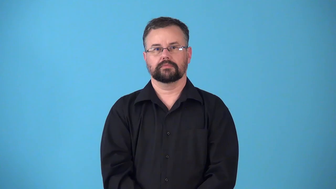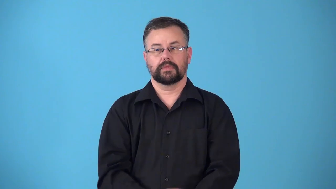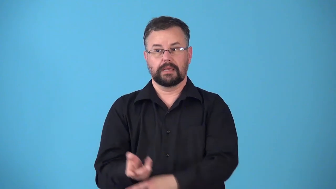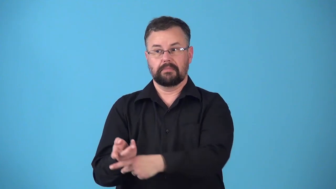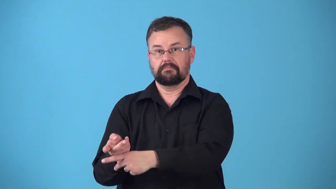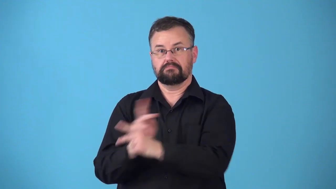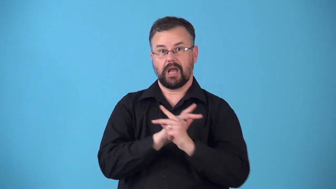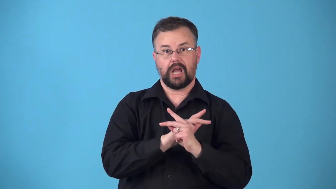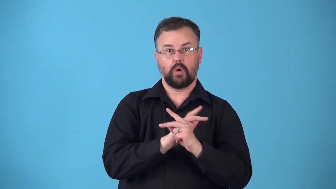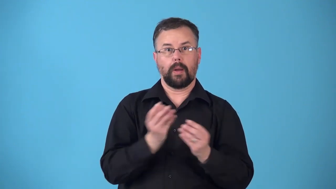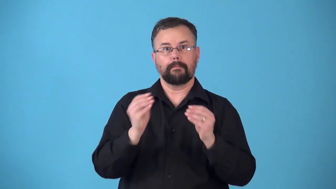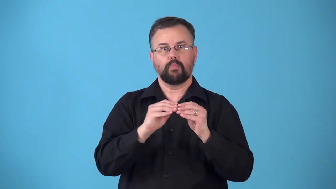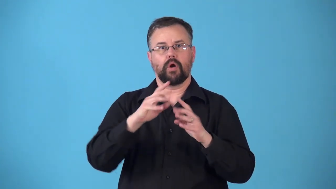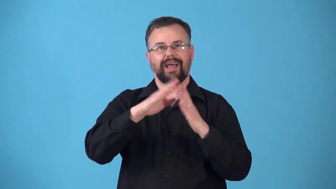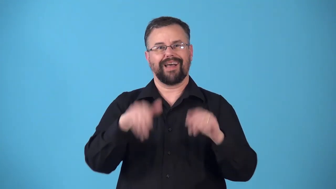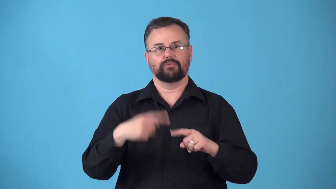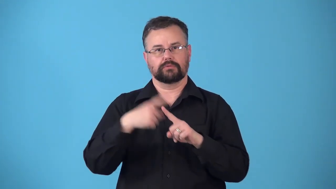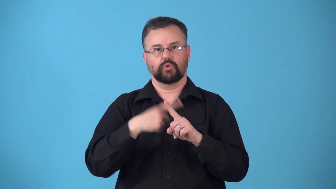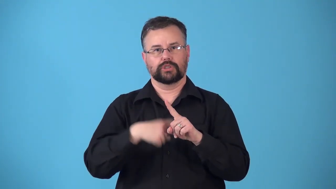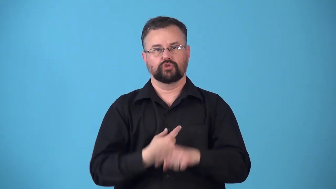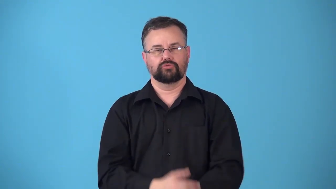remortgage